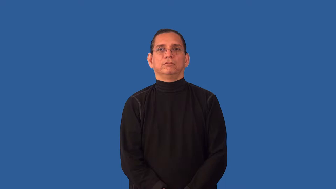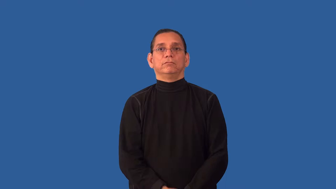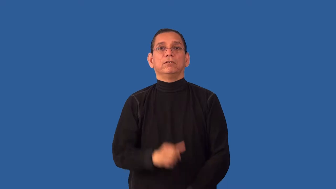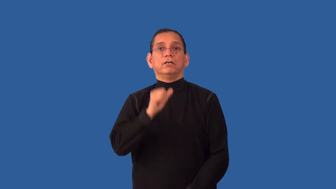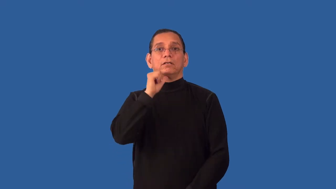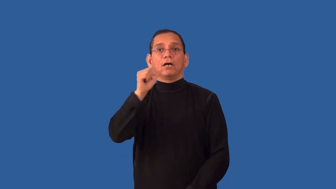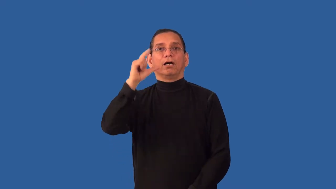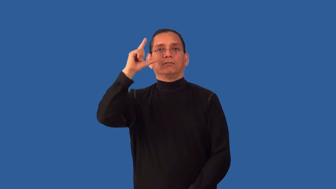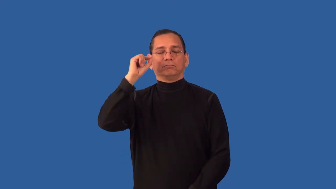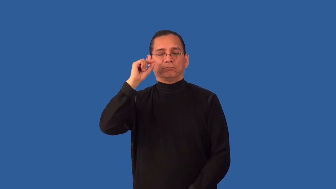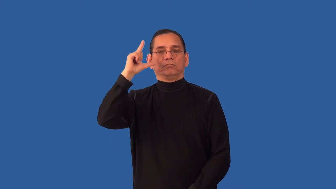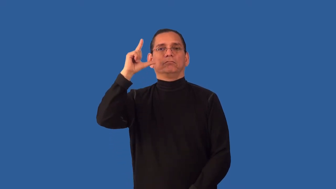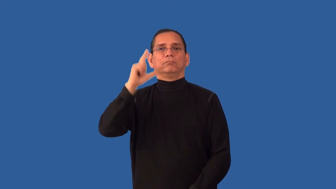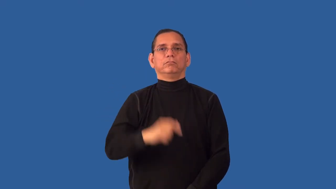unblinking-no blinking